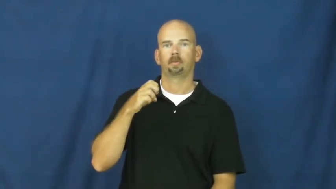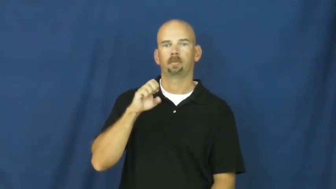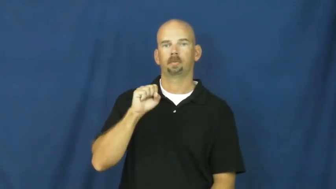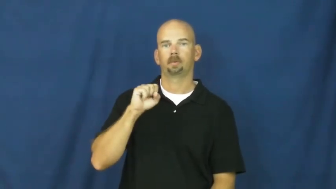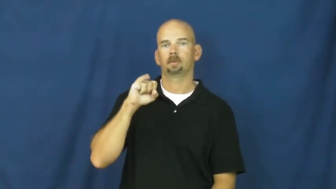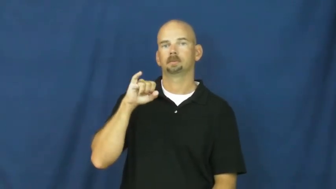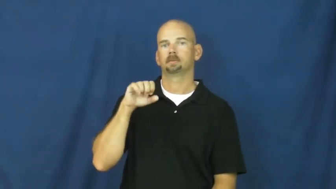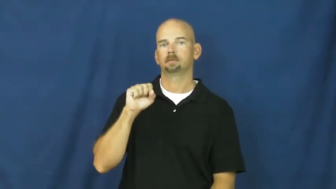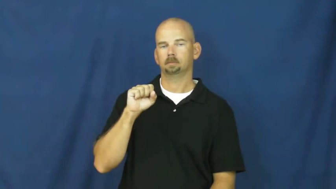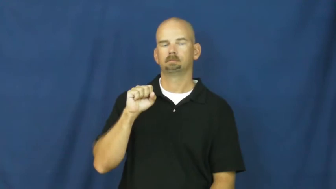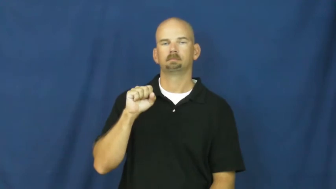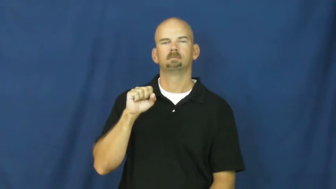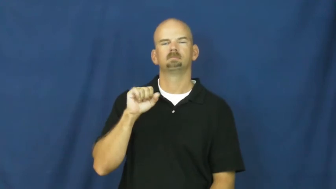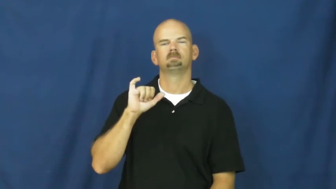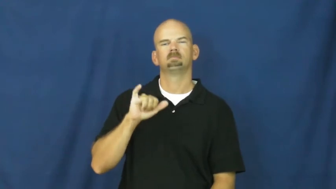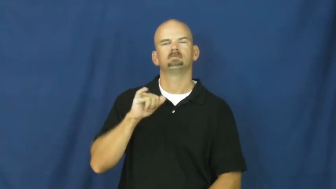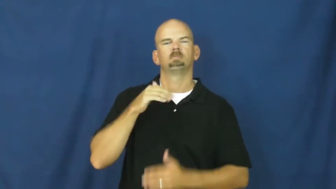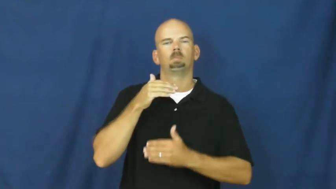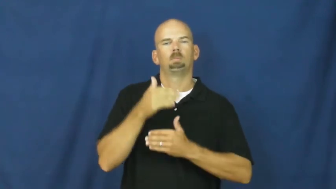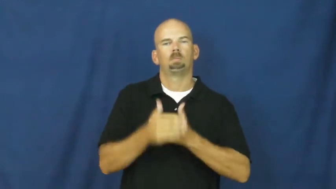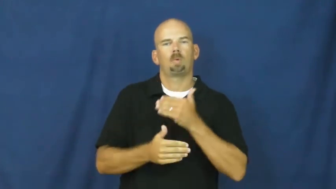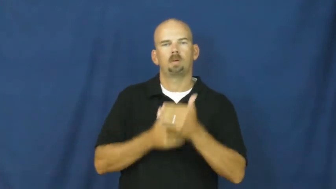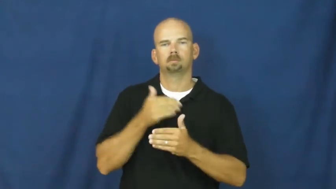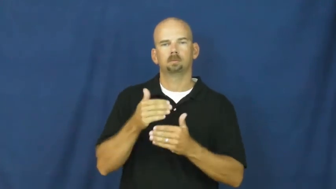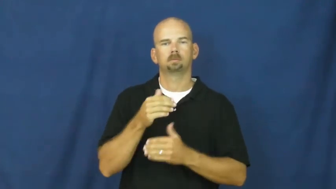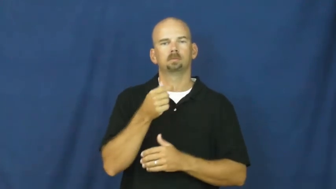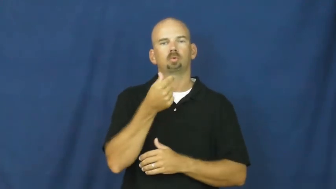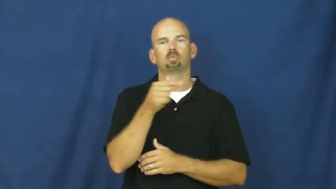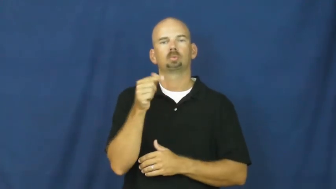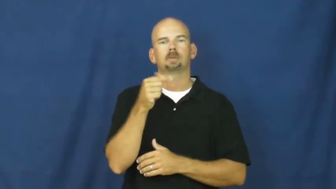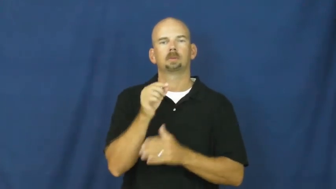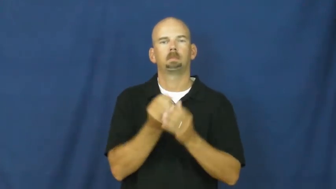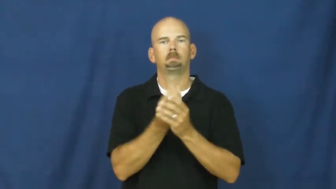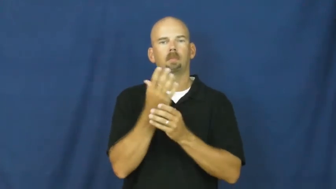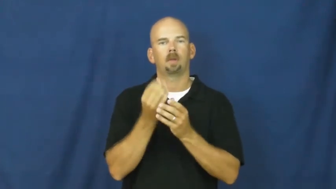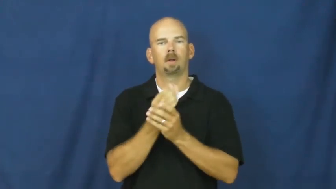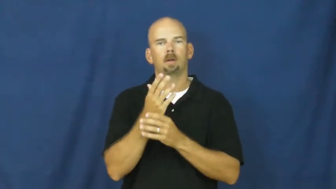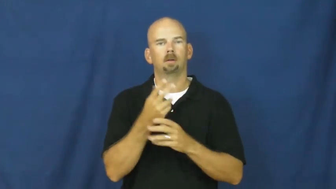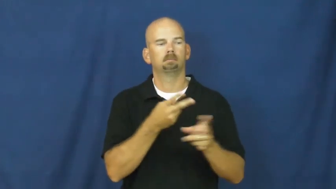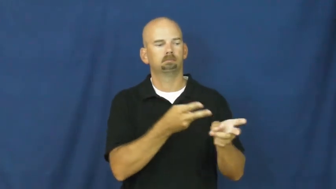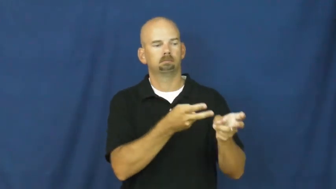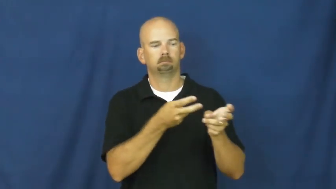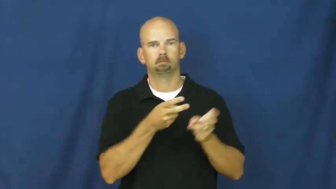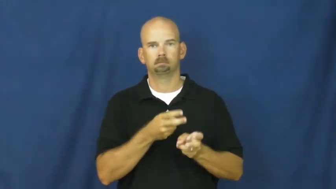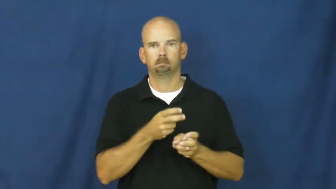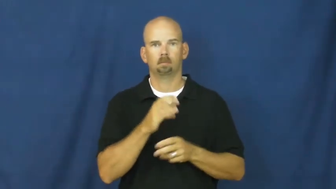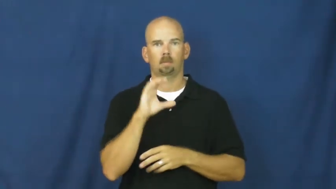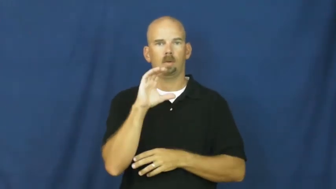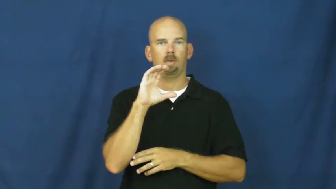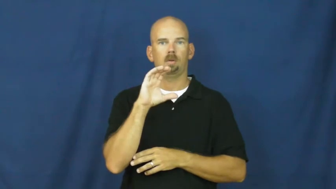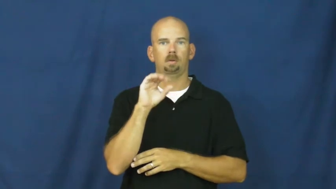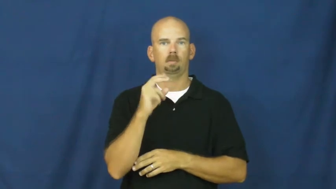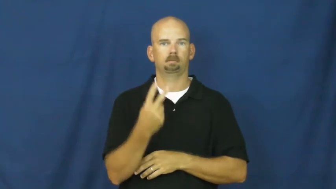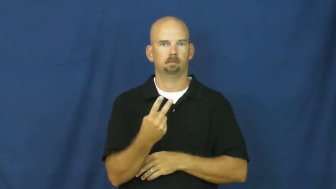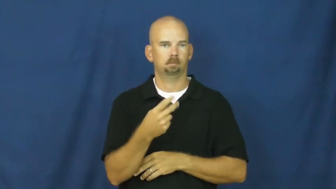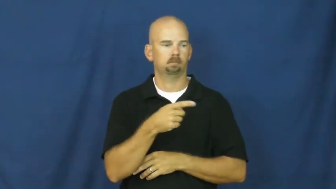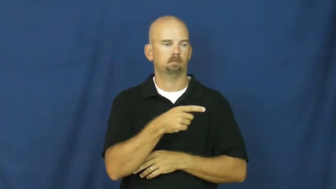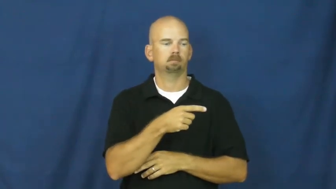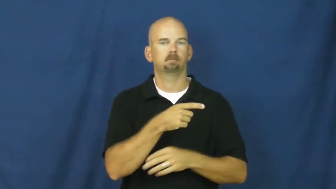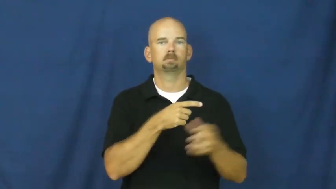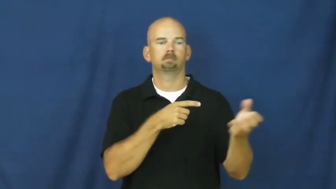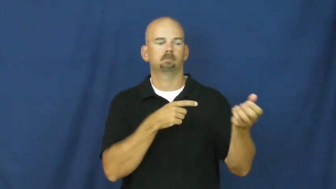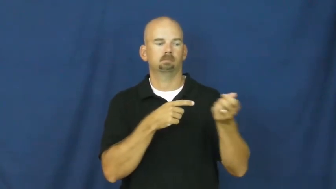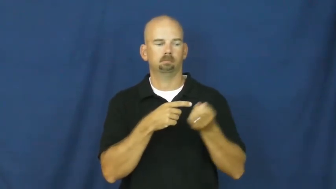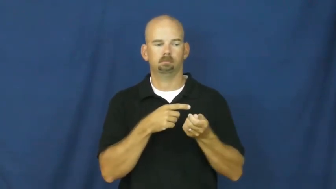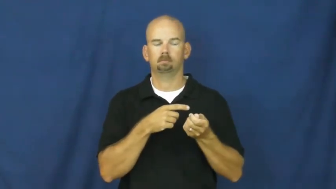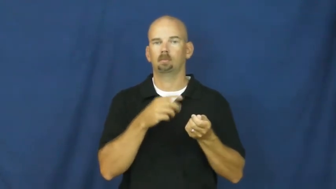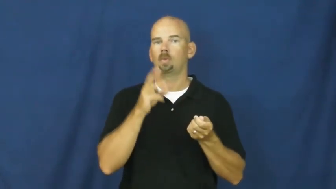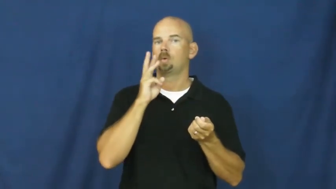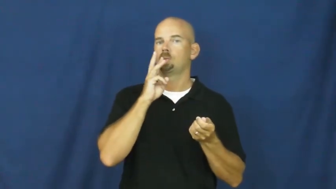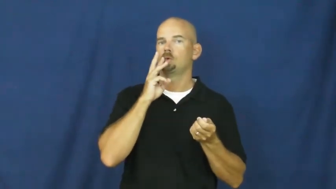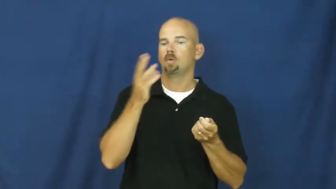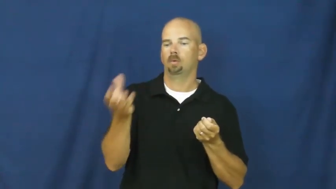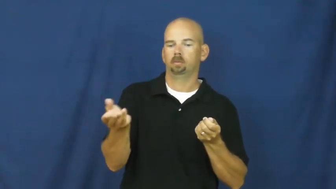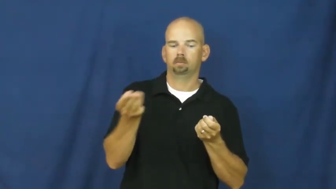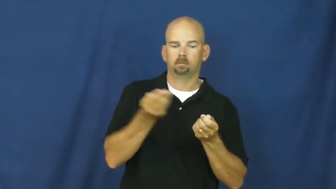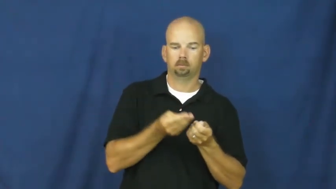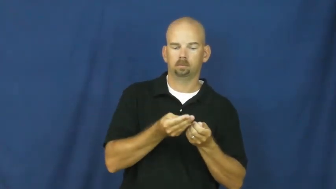photosynthesis